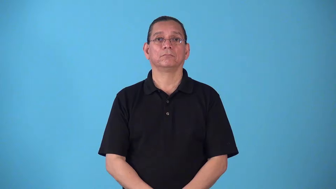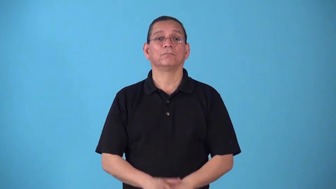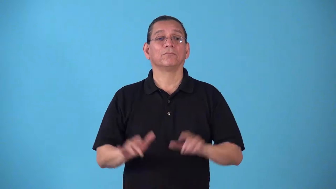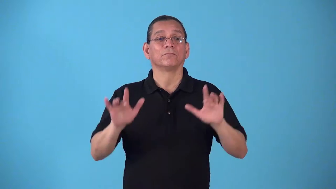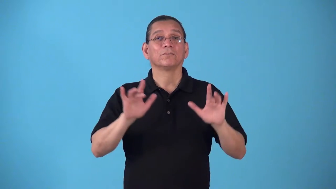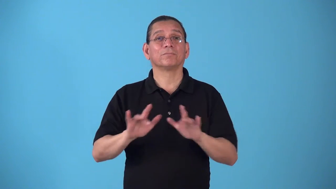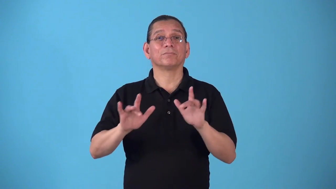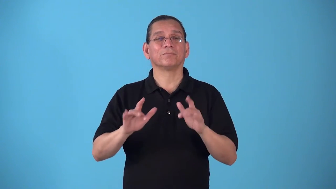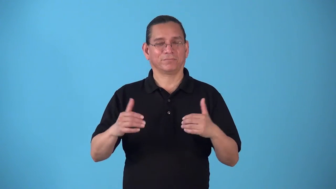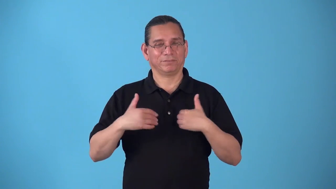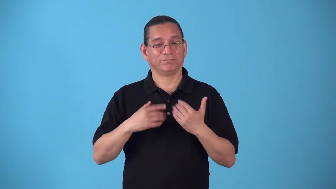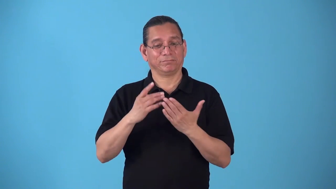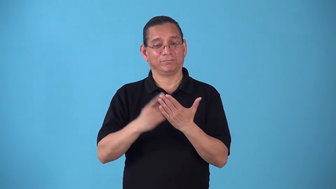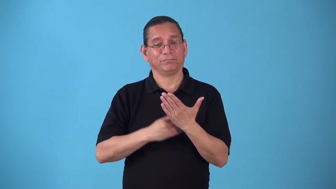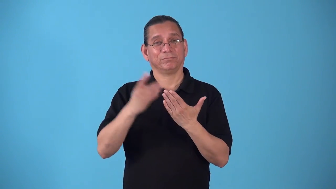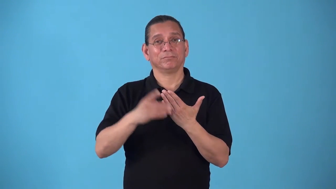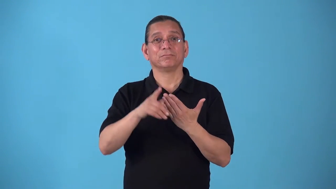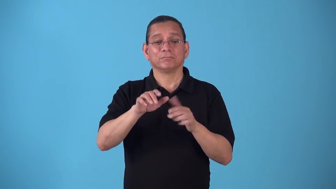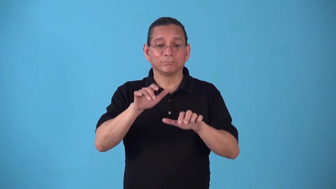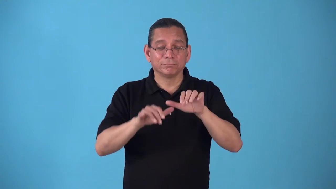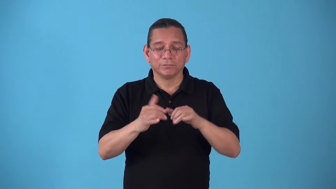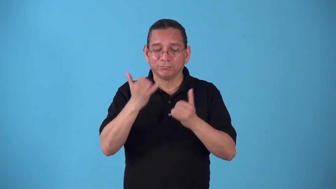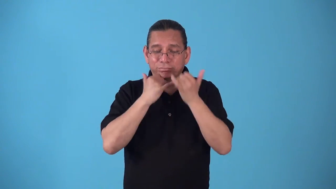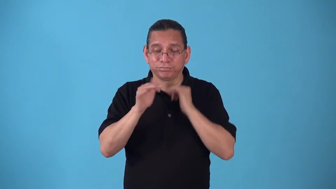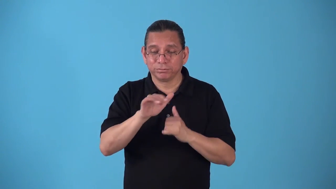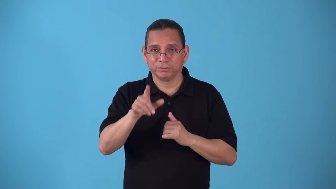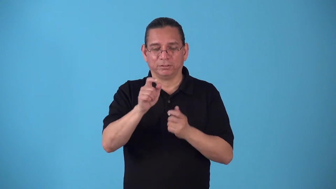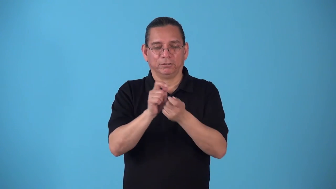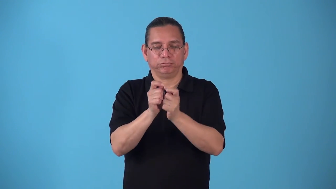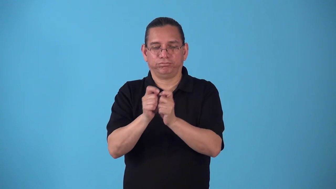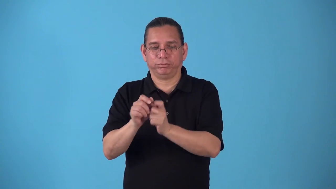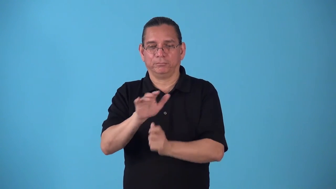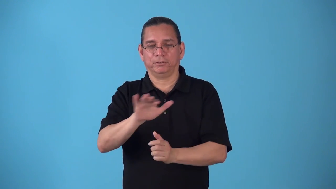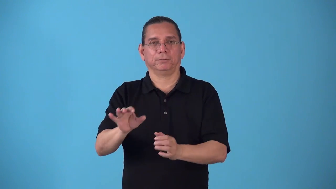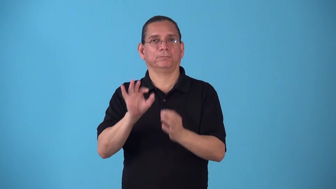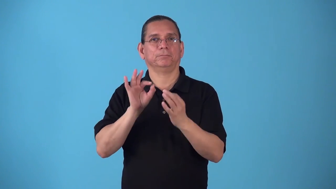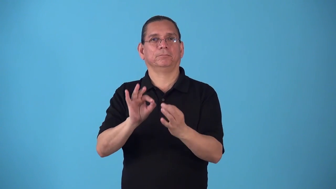spellcheck